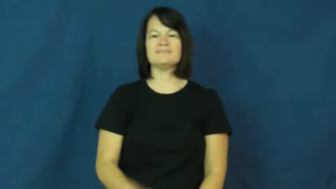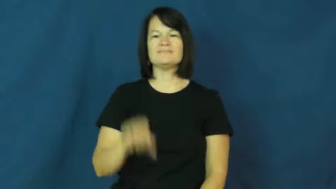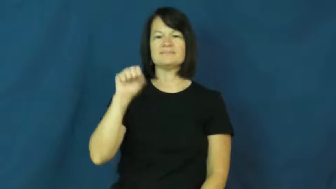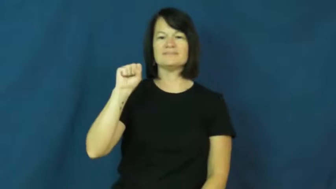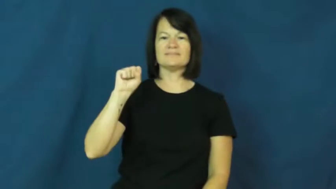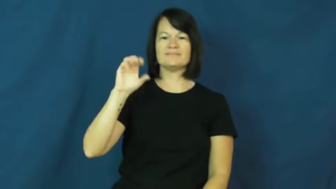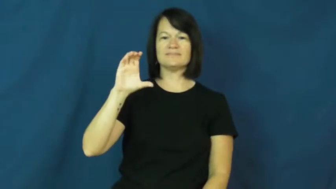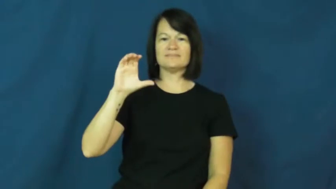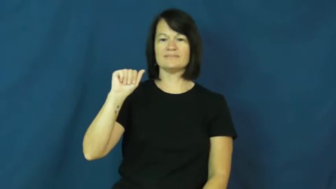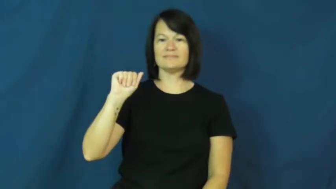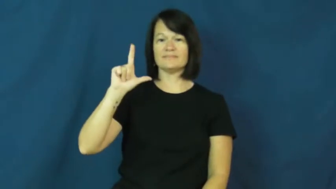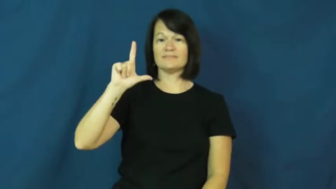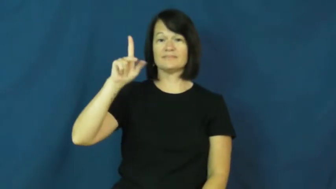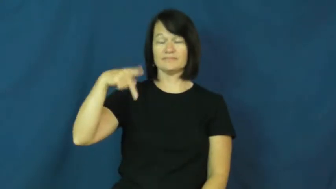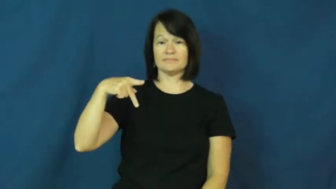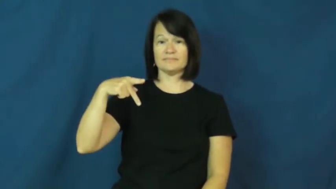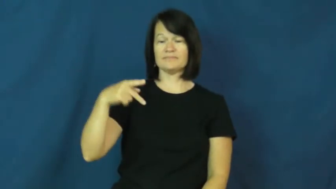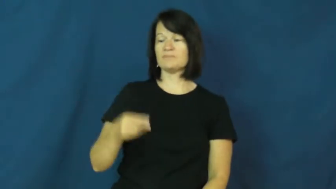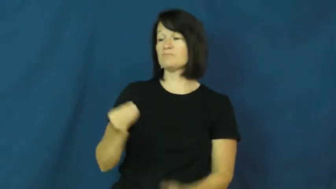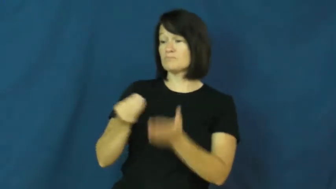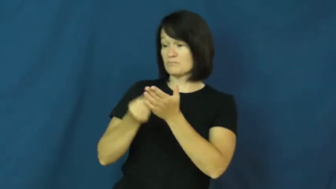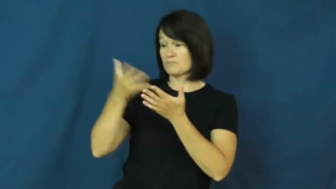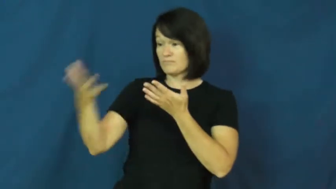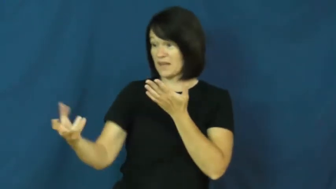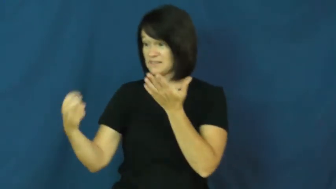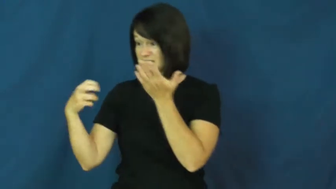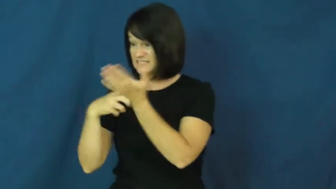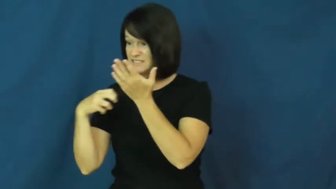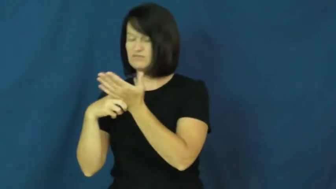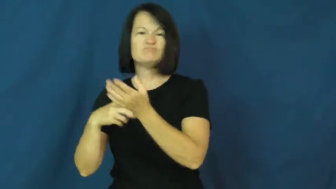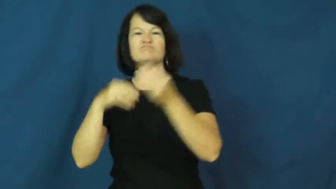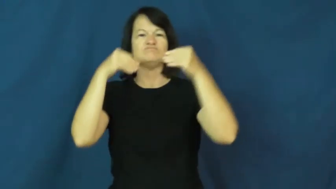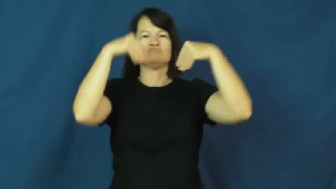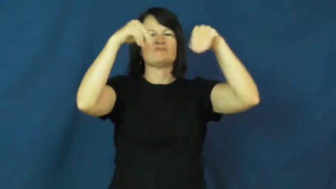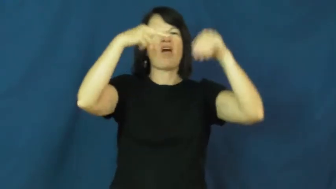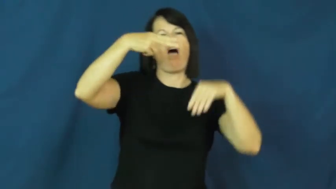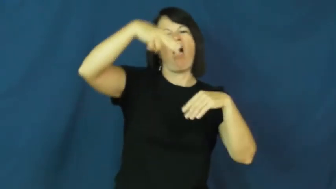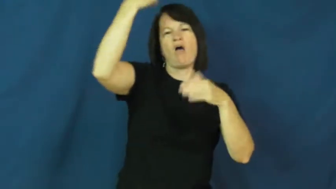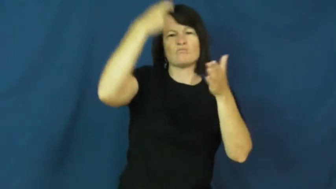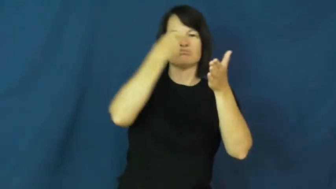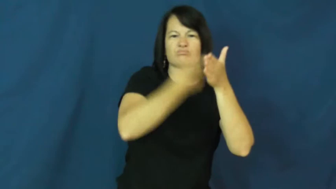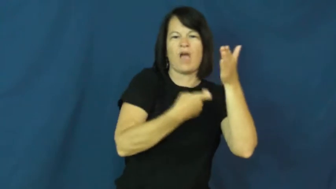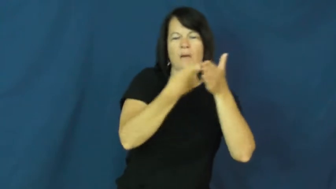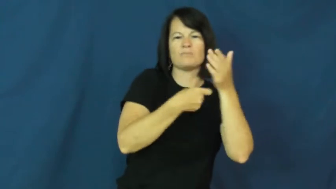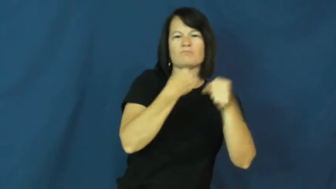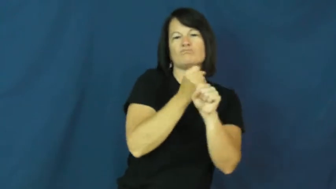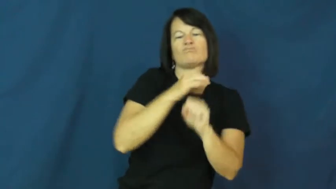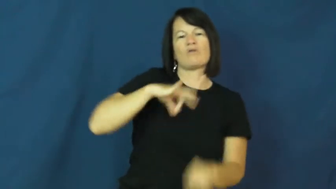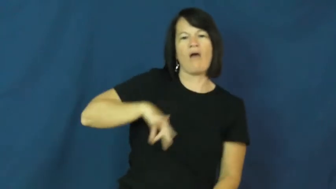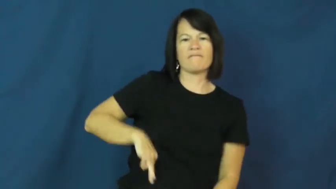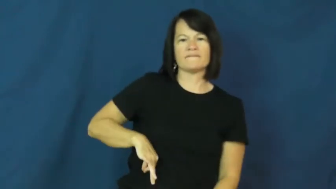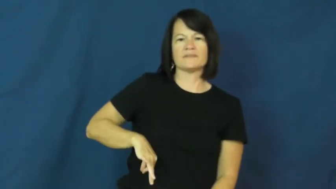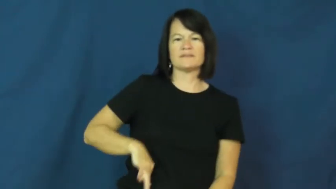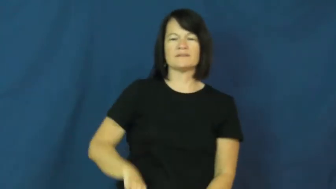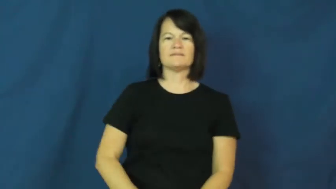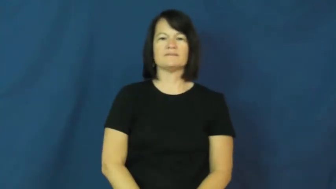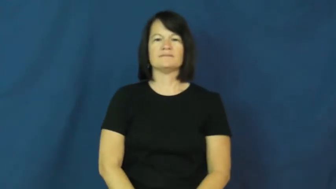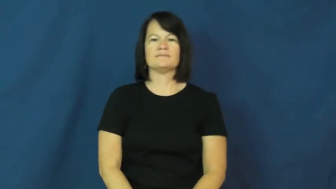scalp-ticket